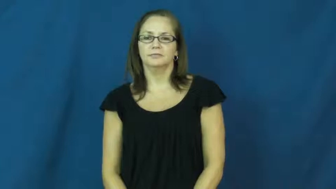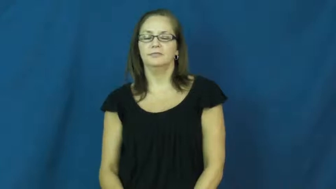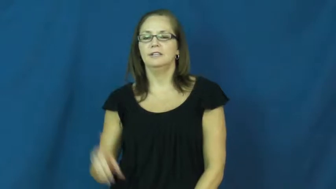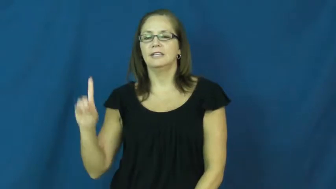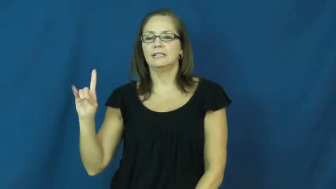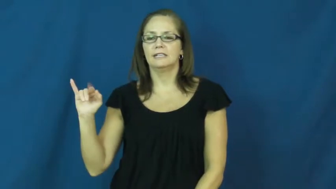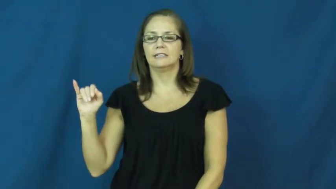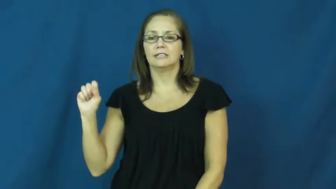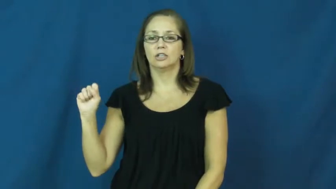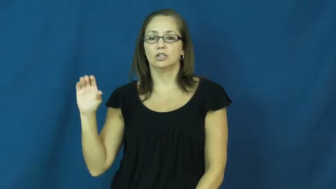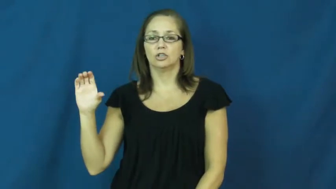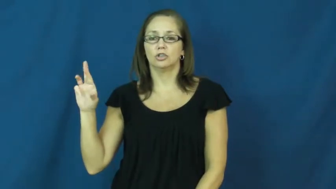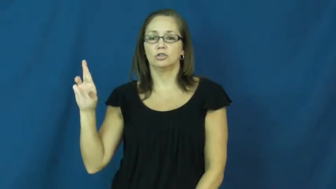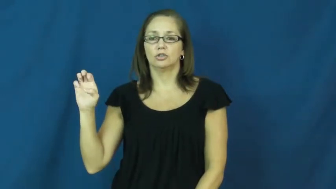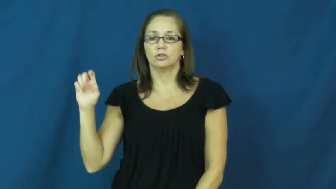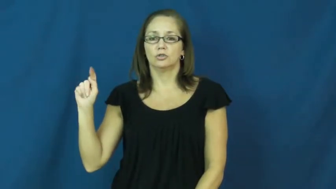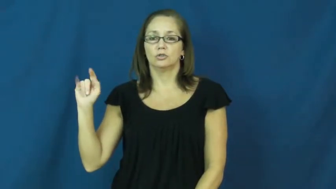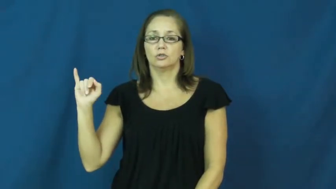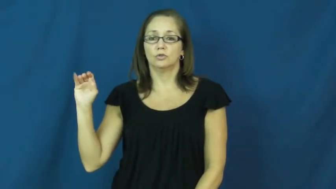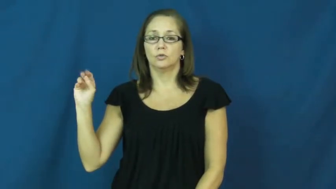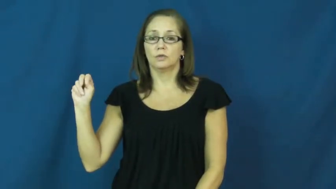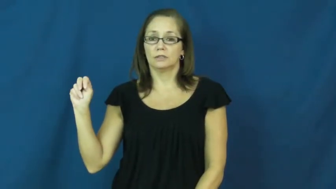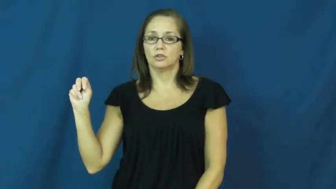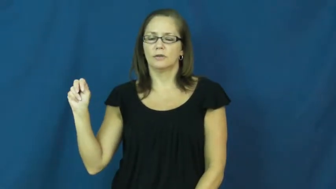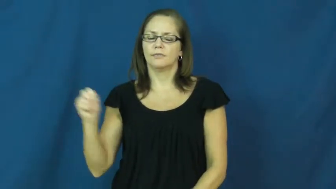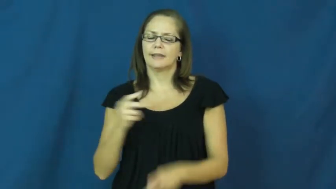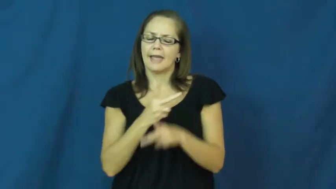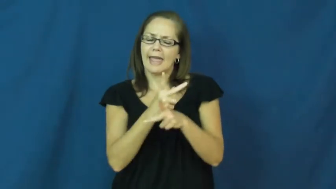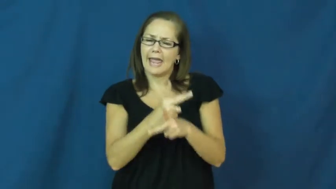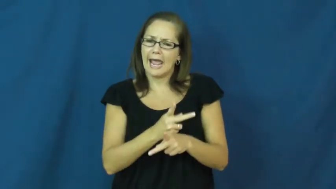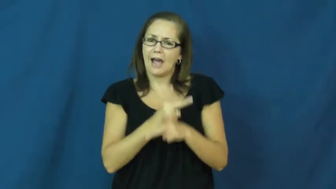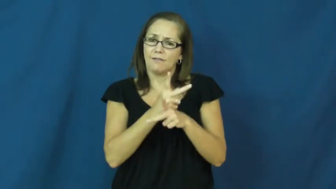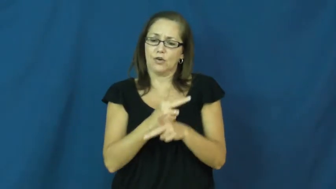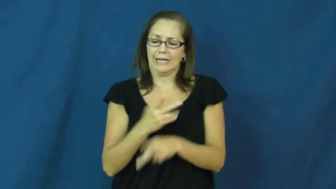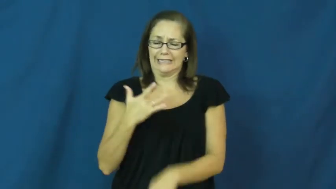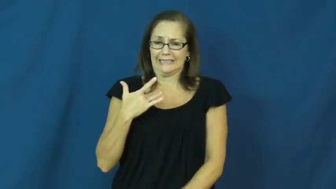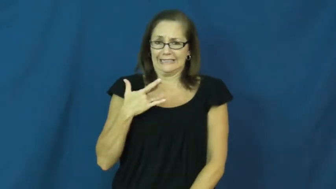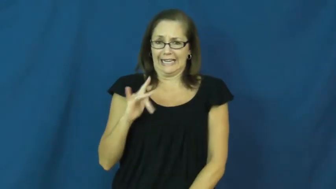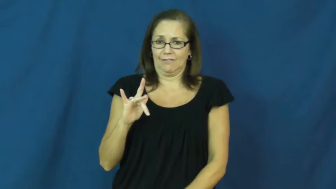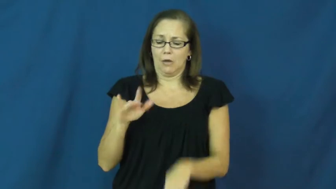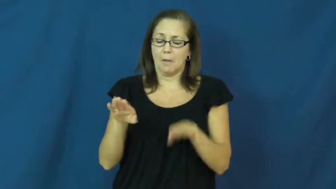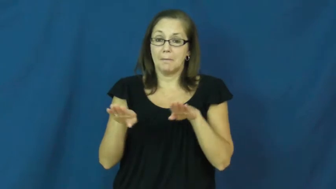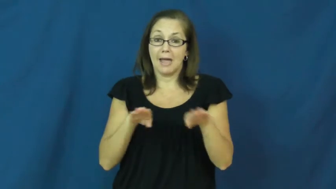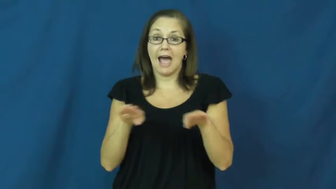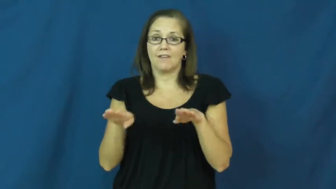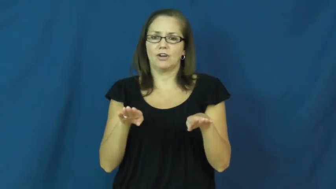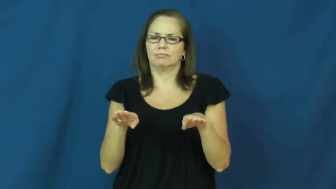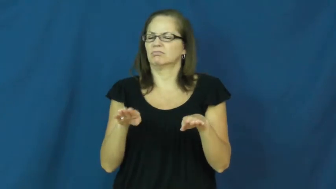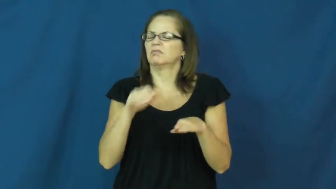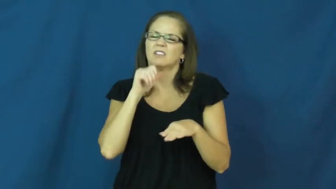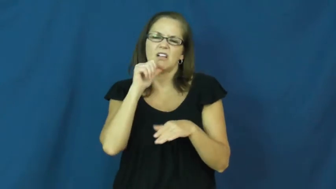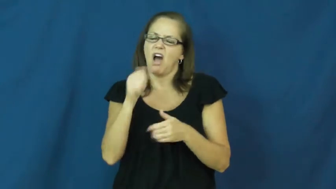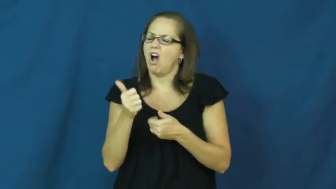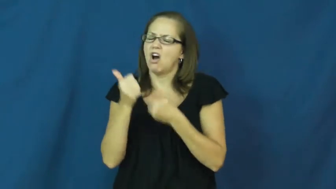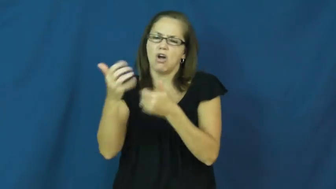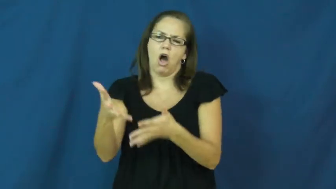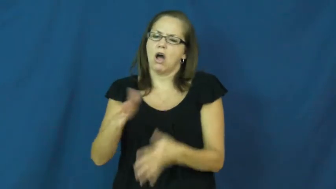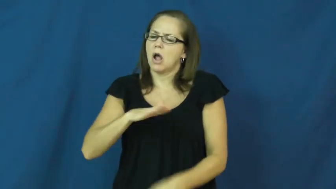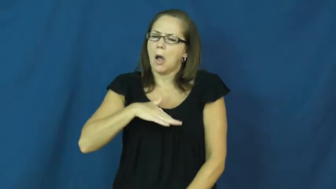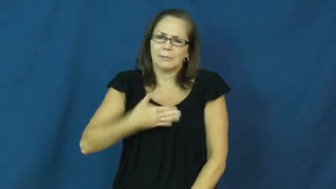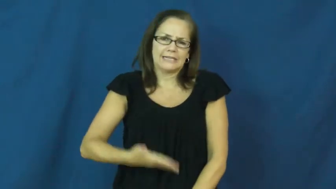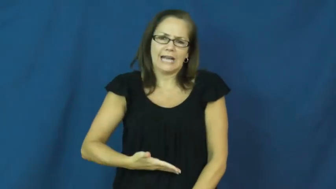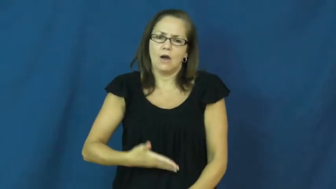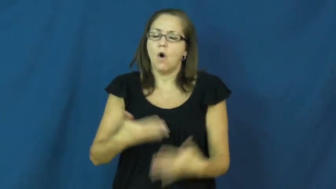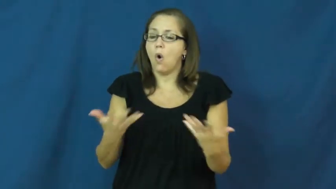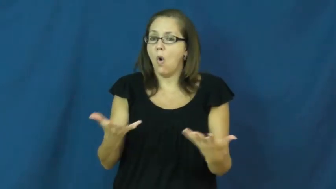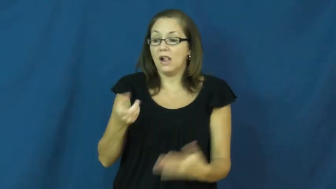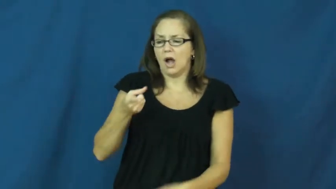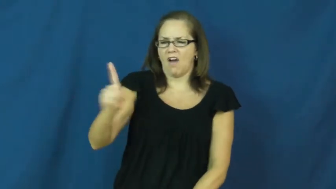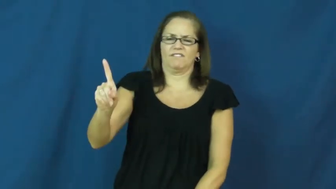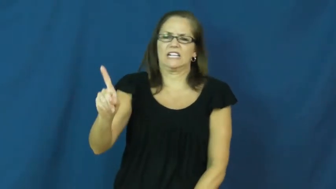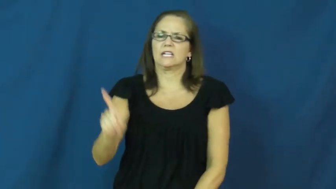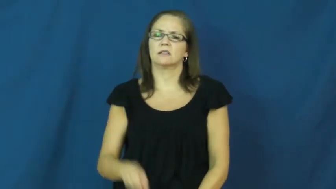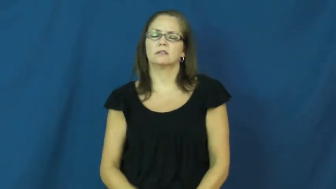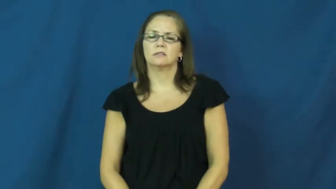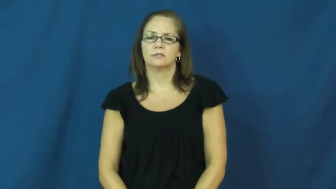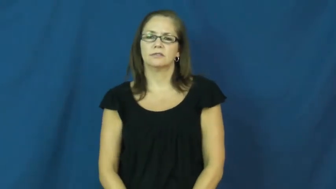discreet,discretion-careful behavior